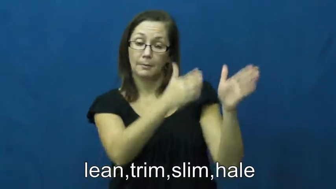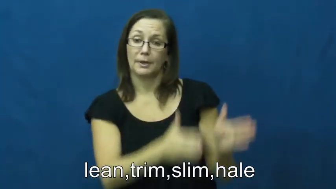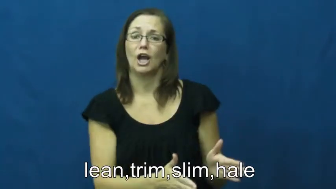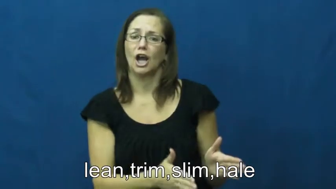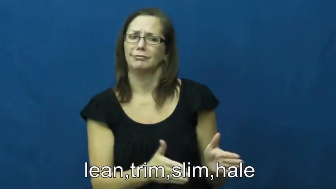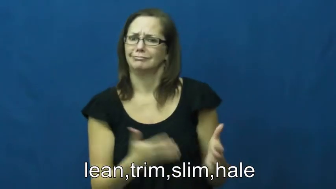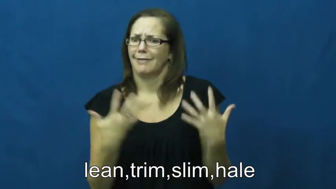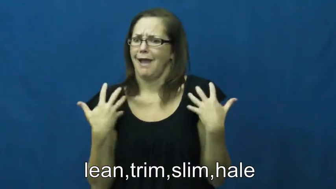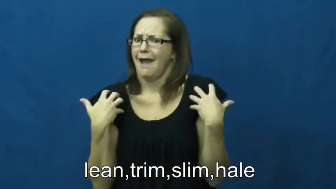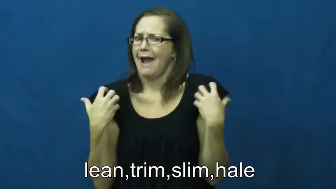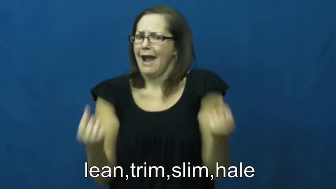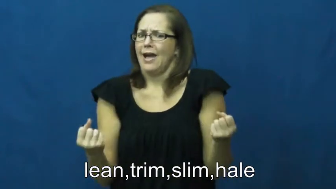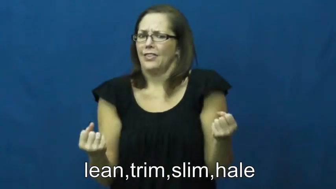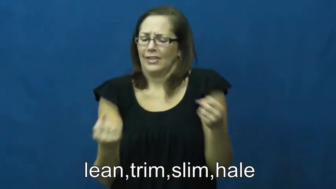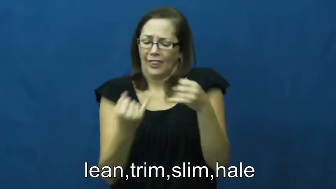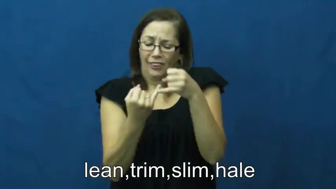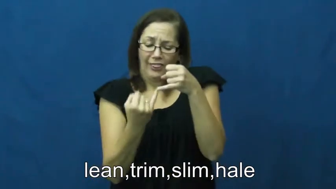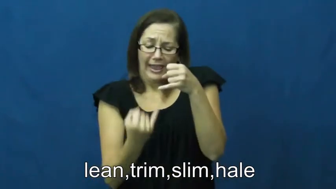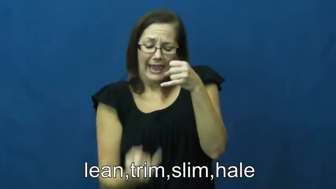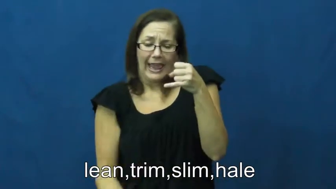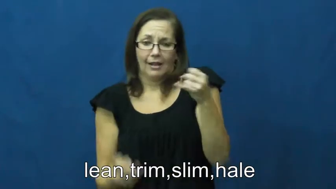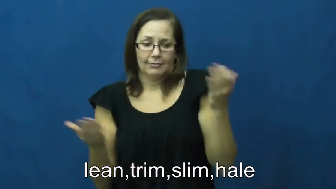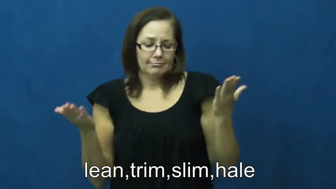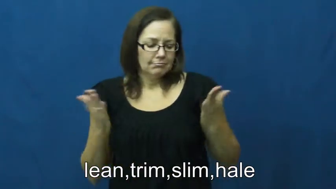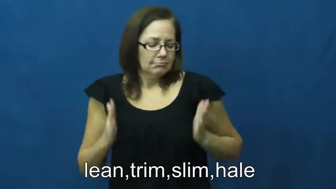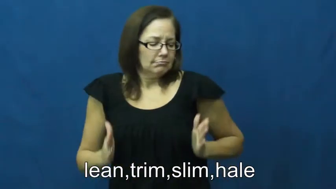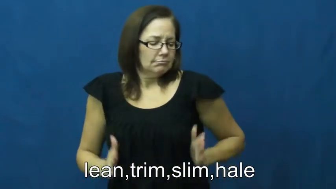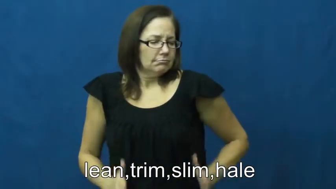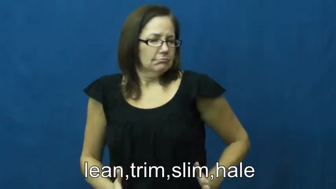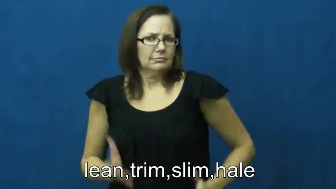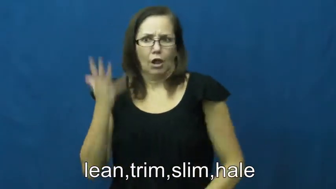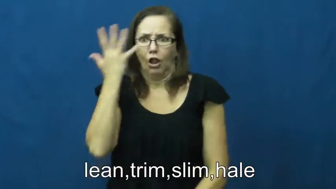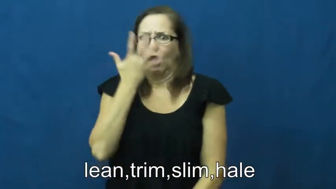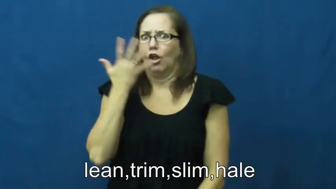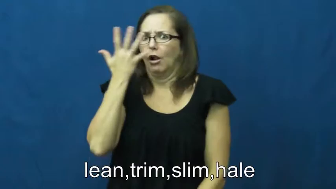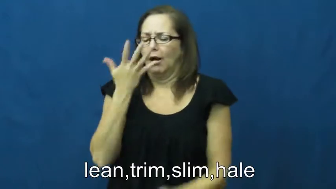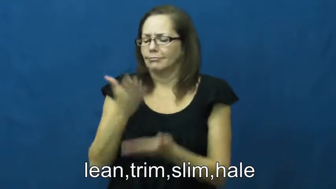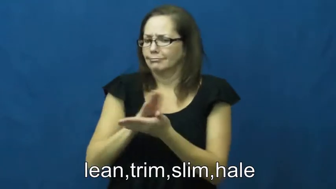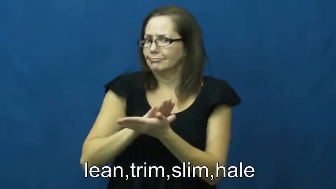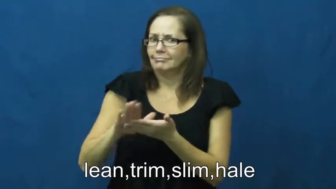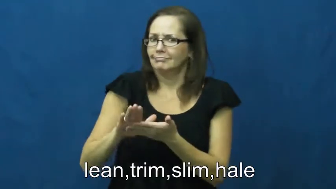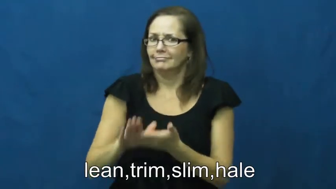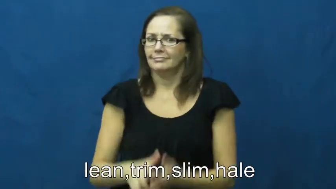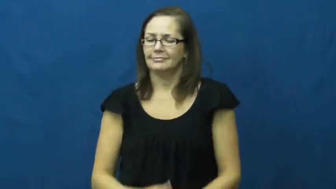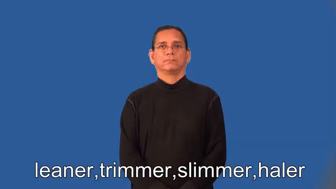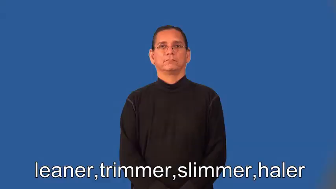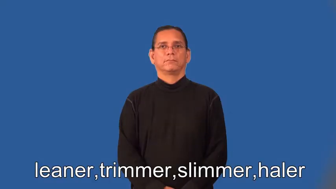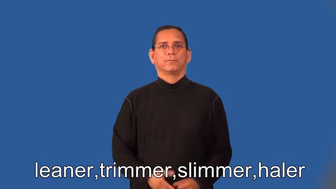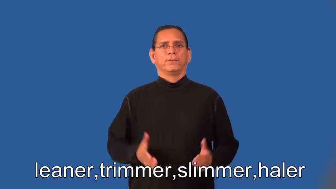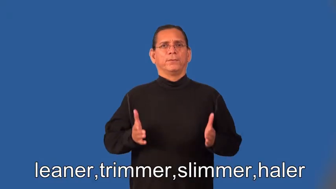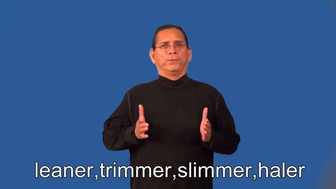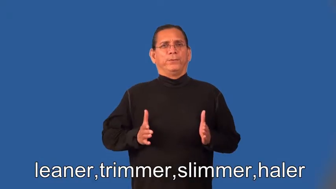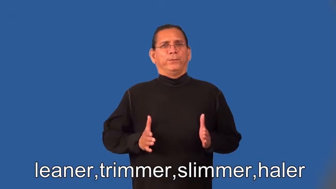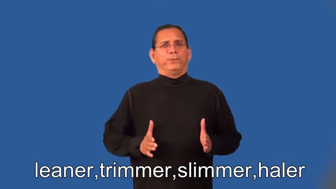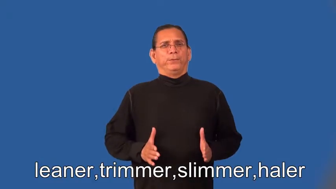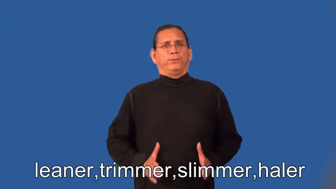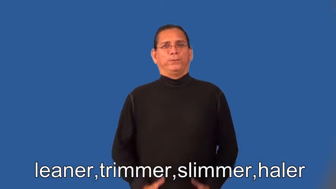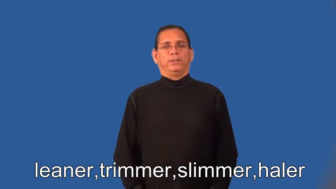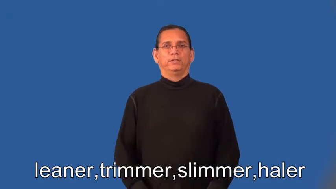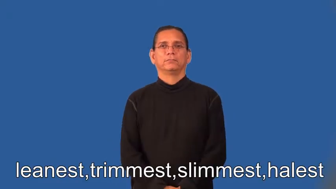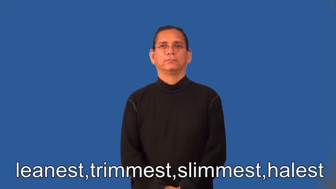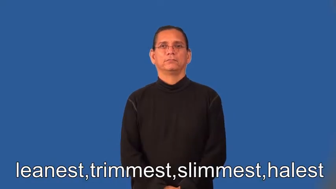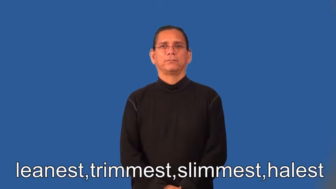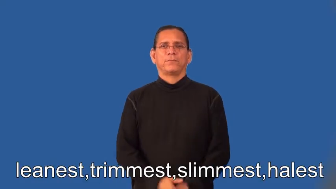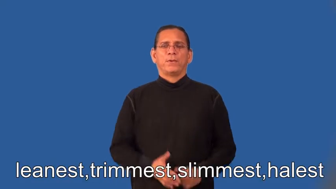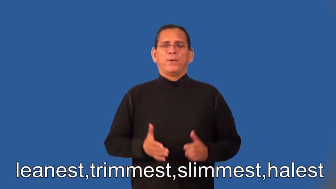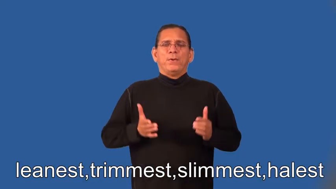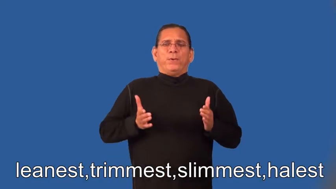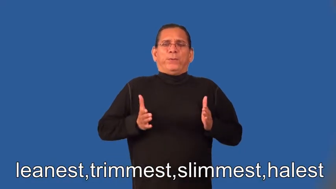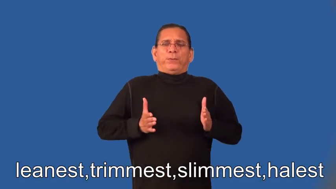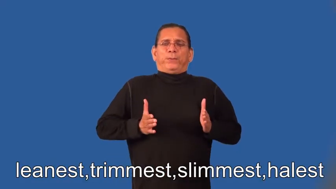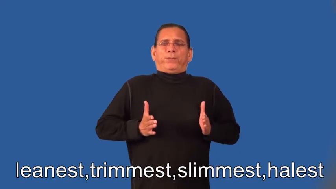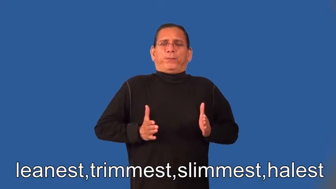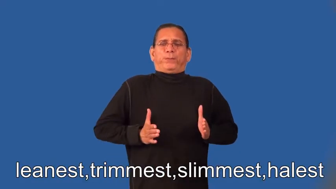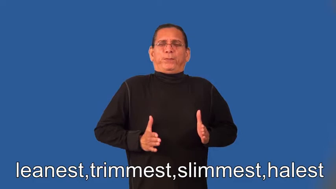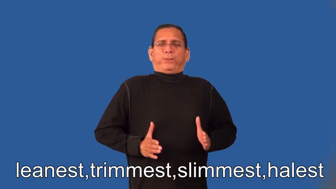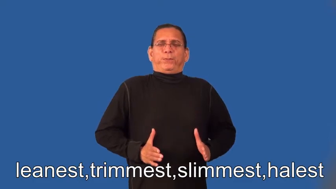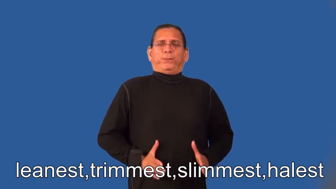leaner,trimmer,slimmer,haler,leanest,trimmest,slimmest,halest